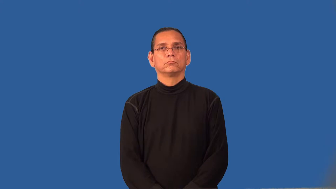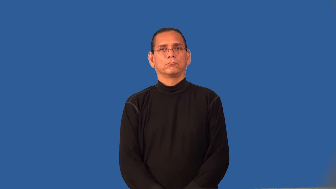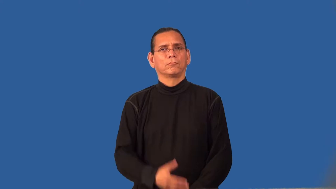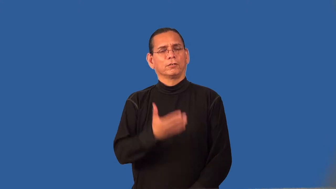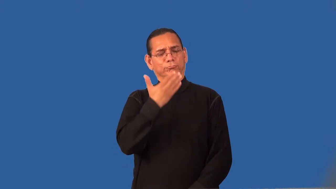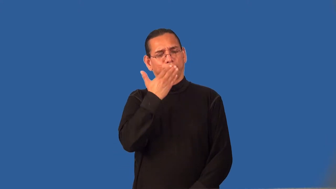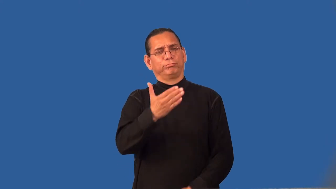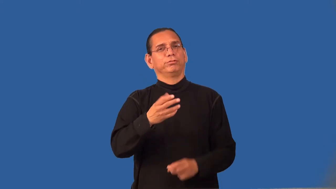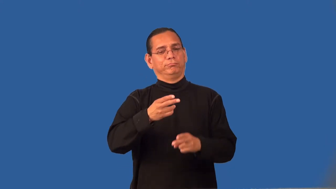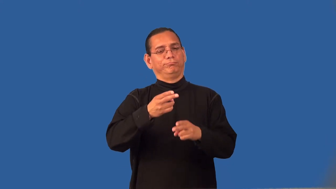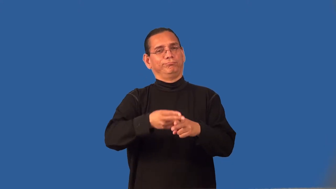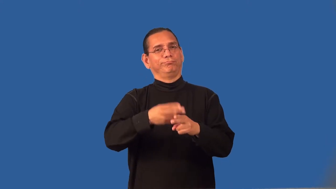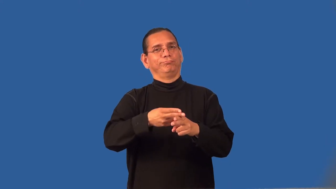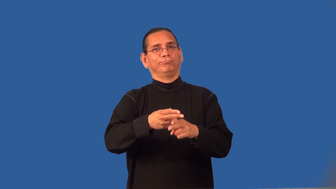reputable